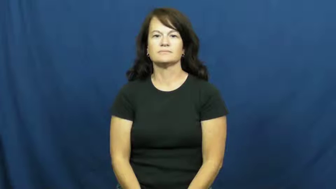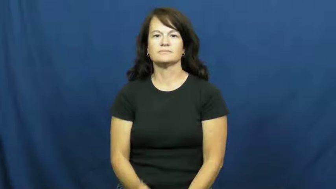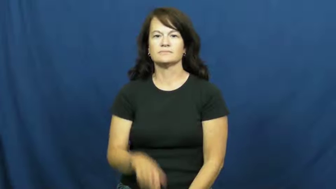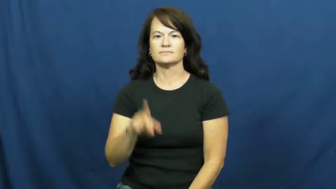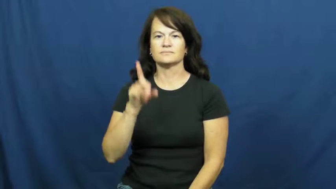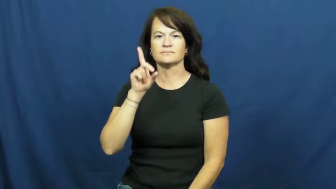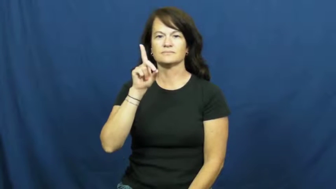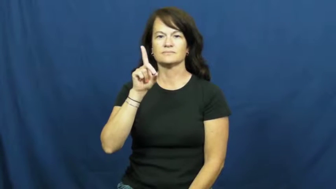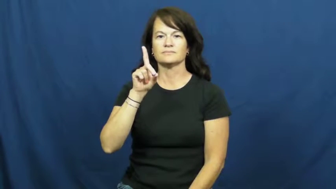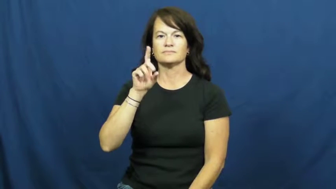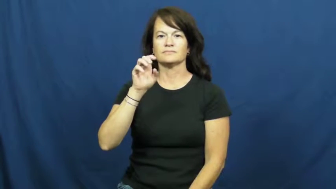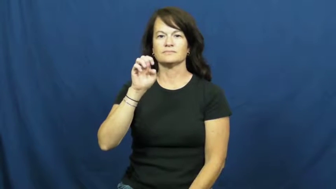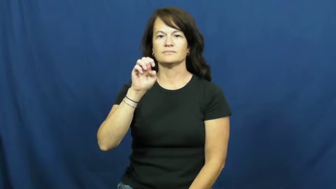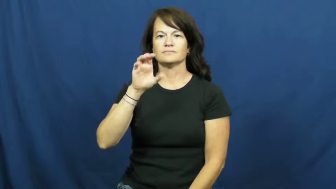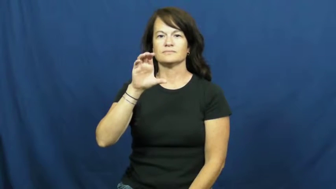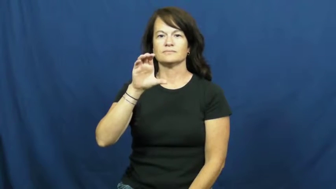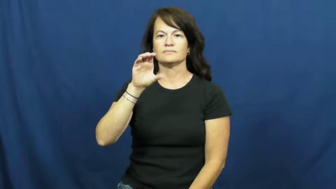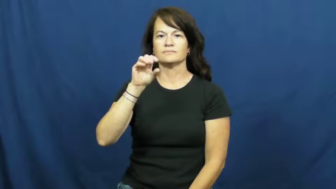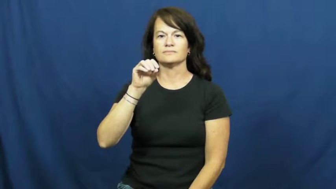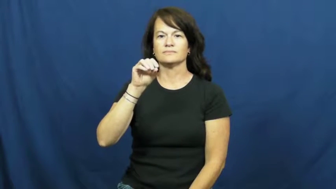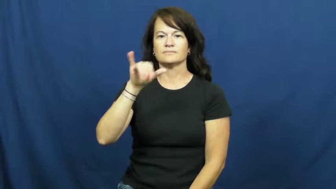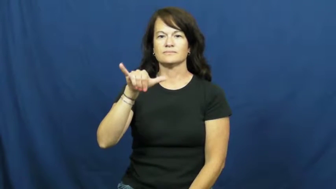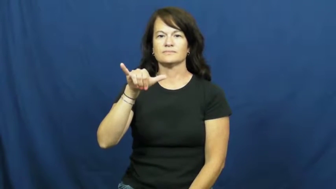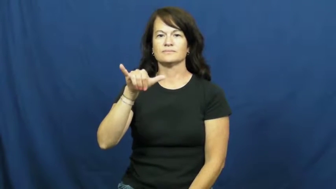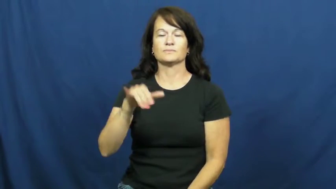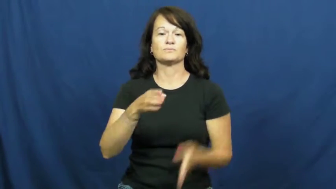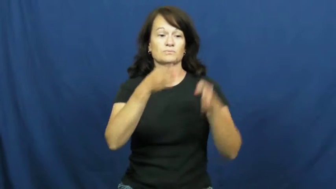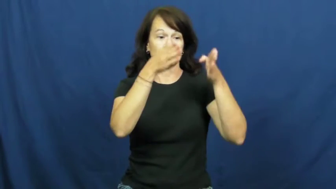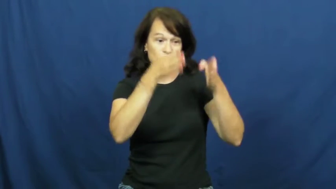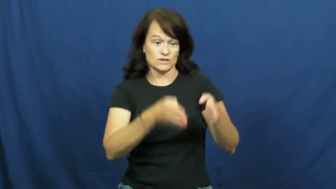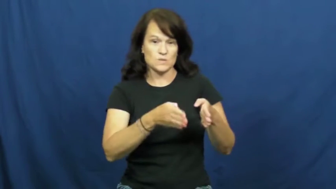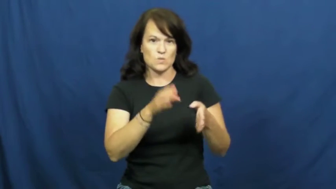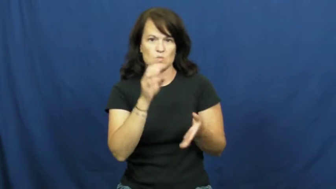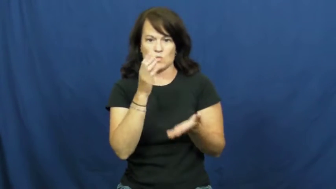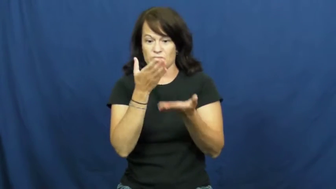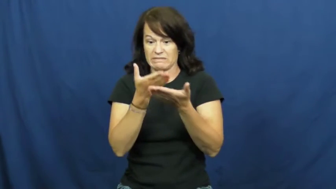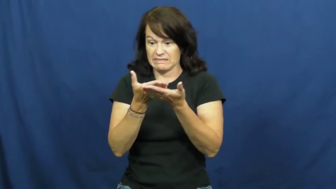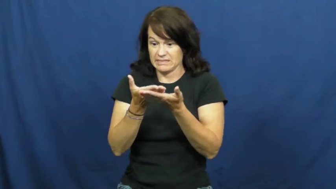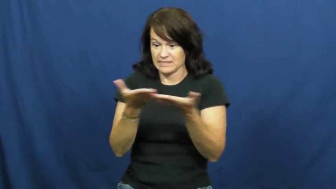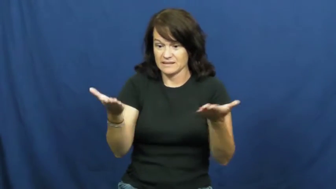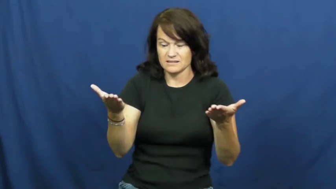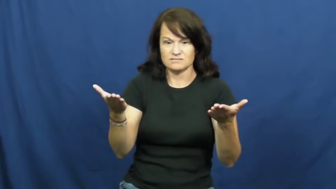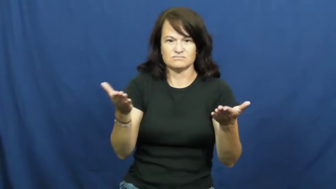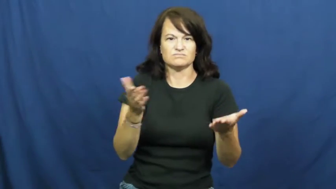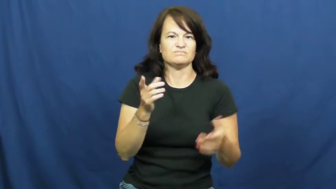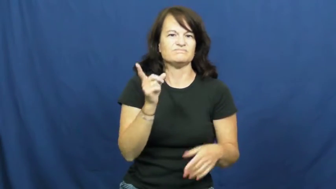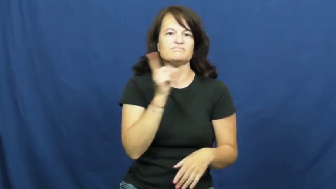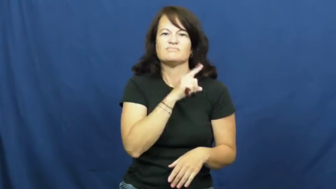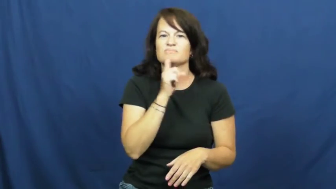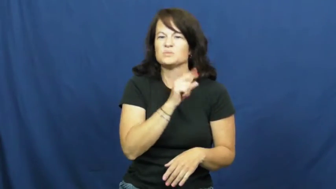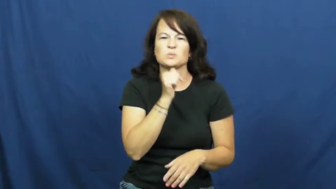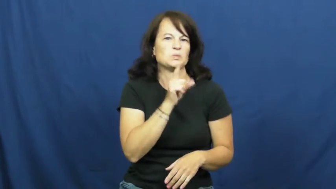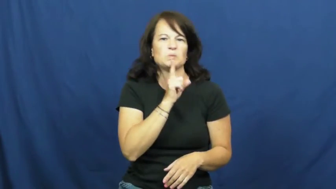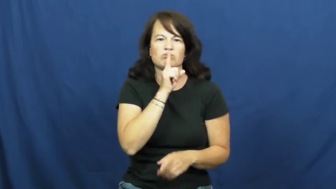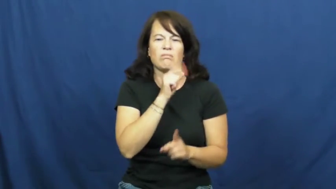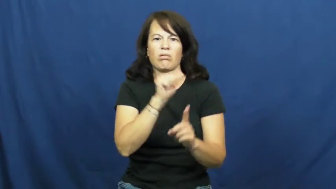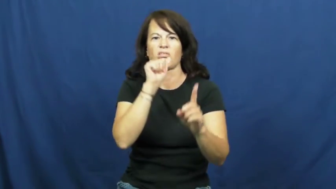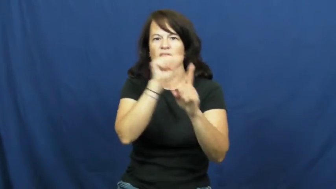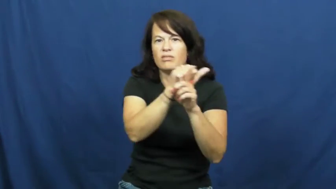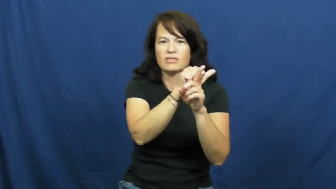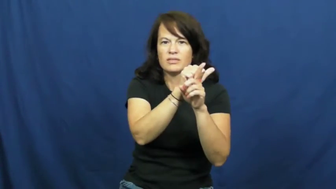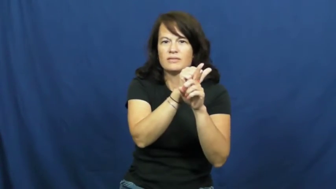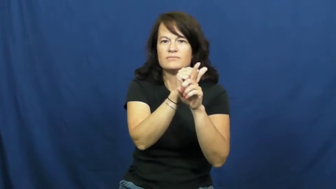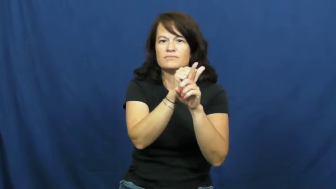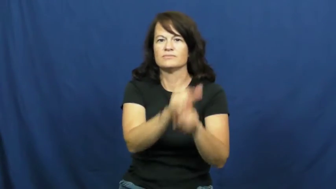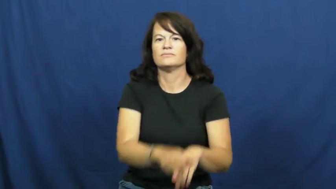decoy-noun